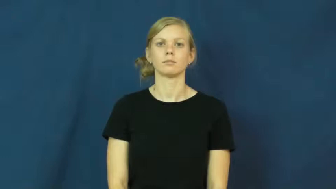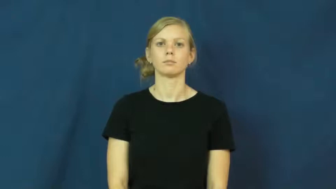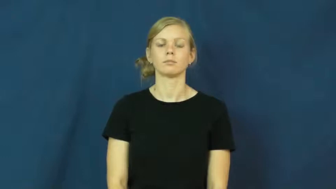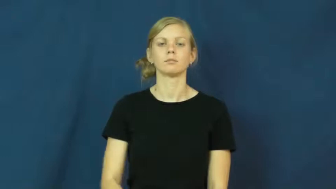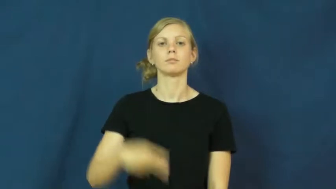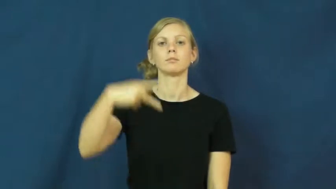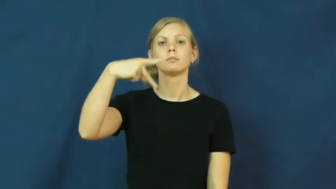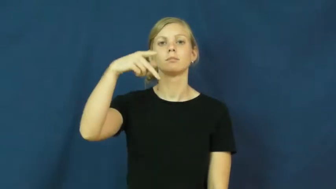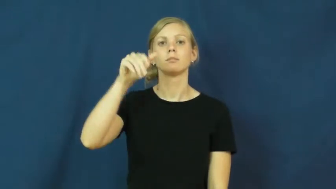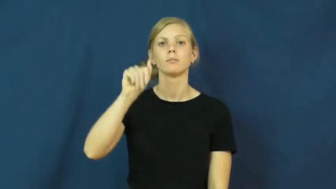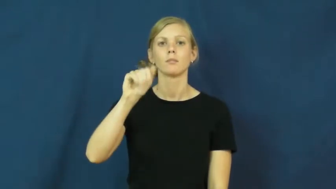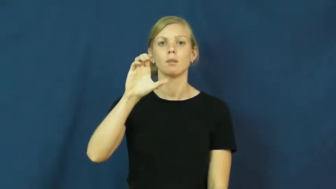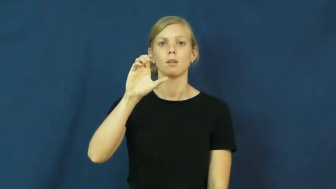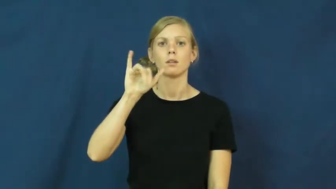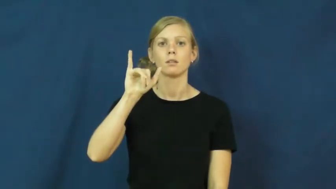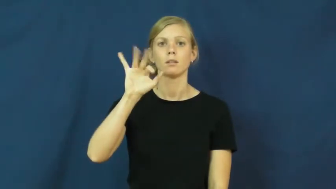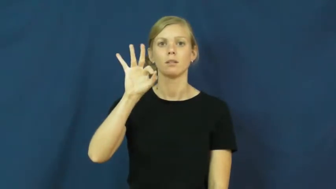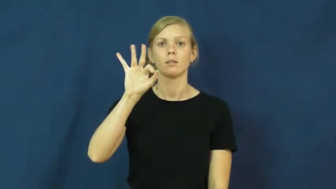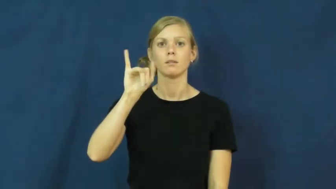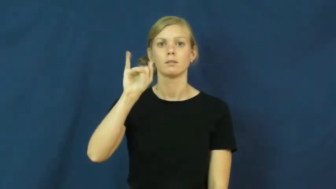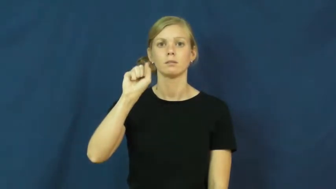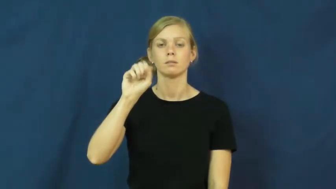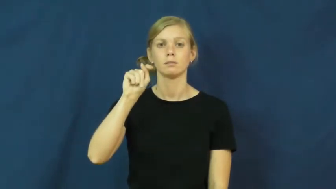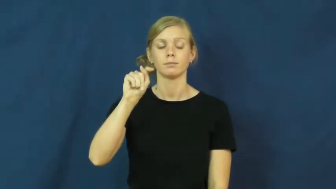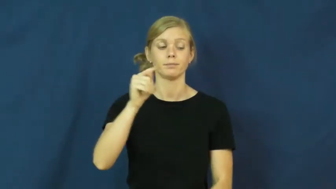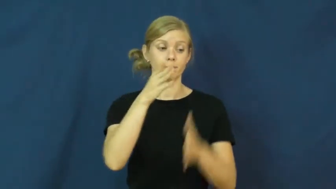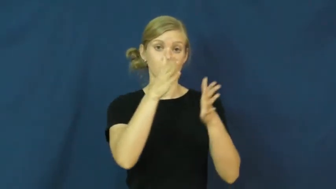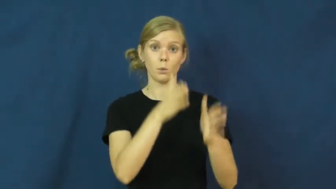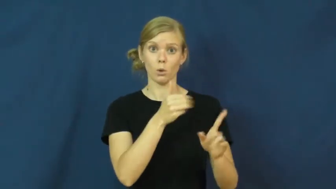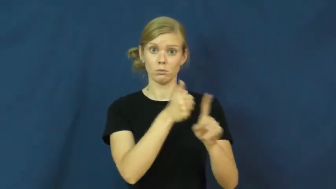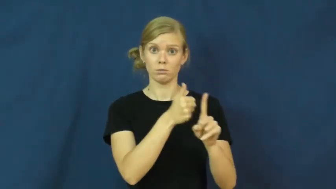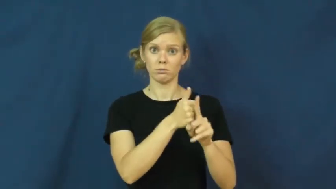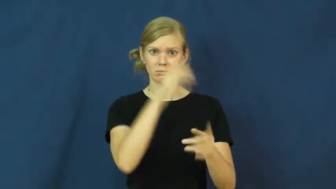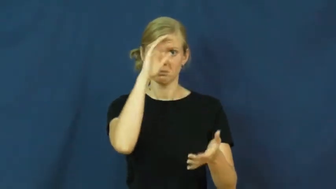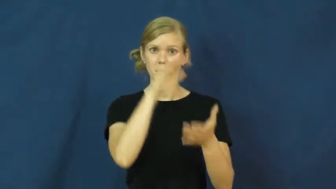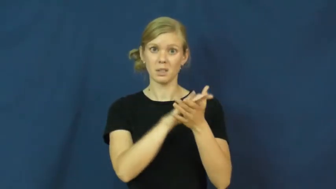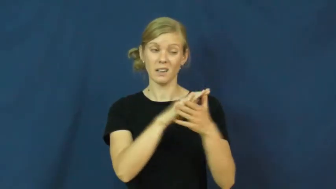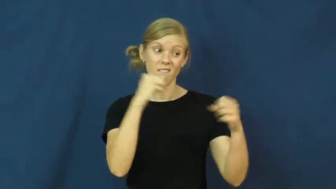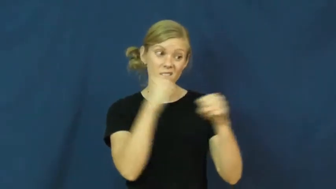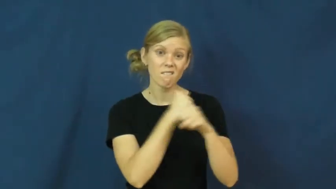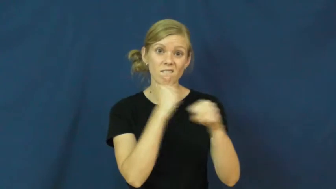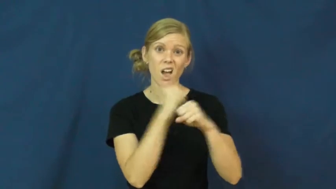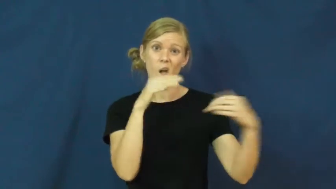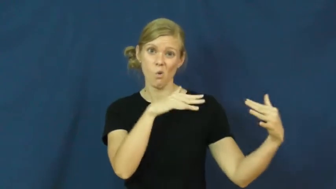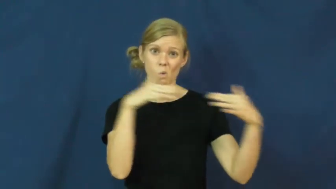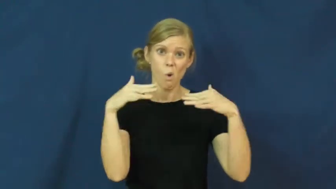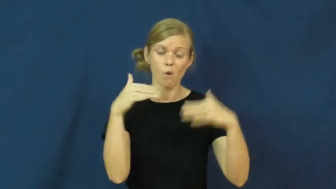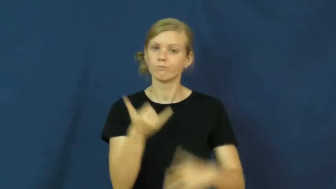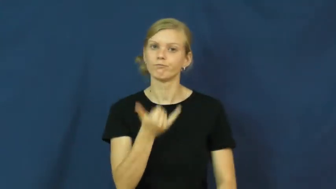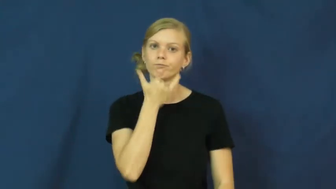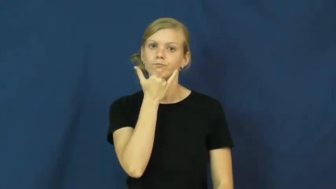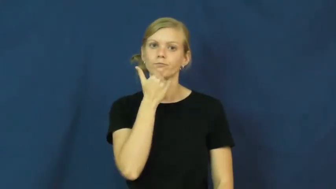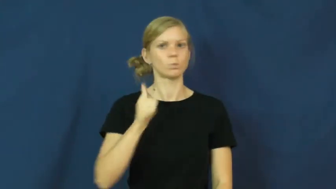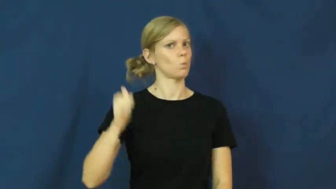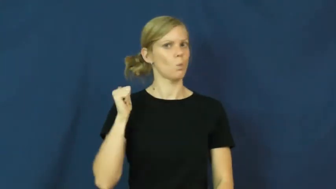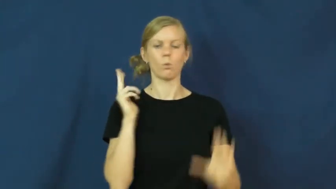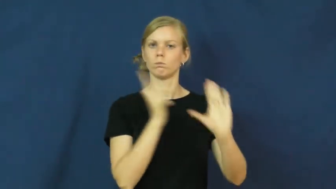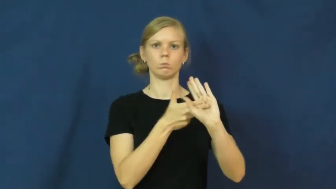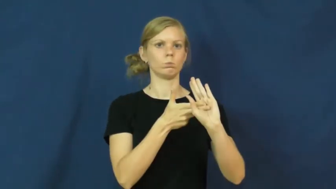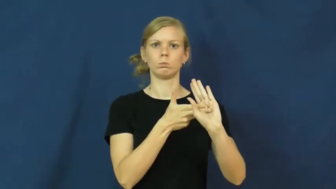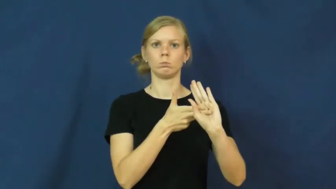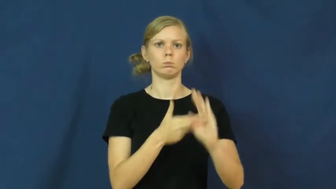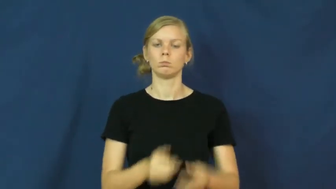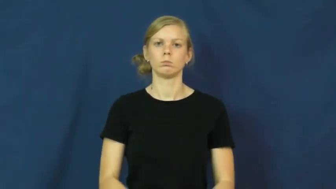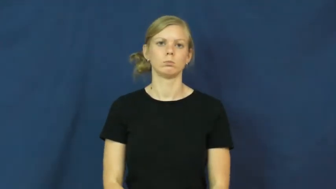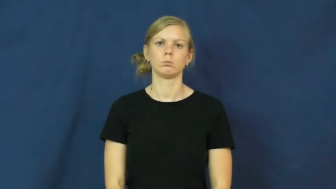pacifist